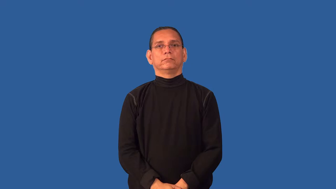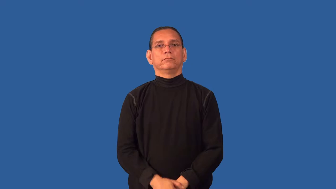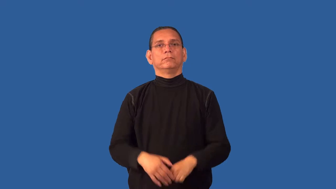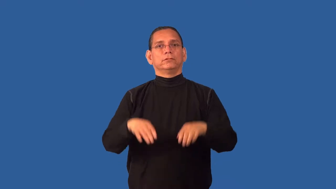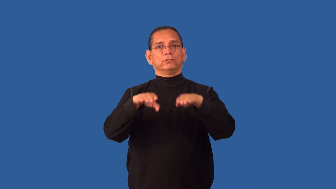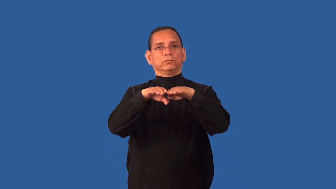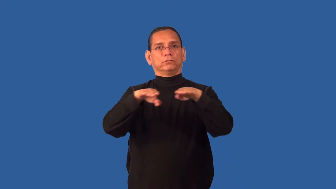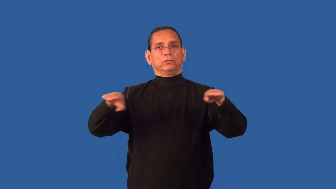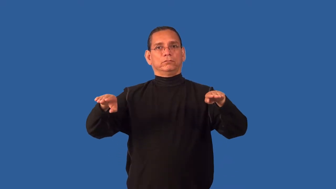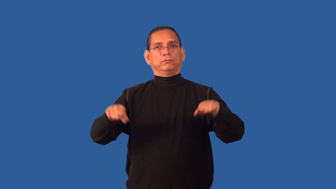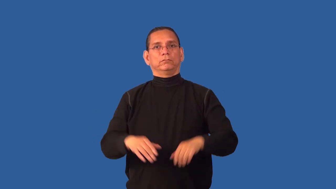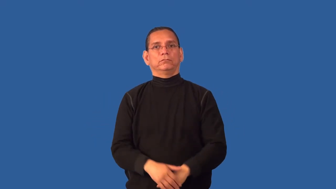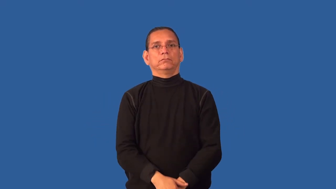counter-table